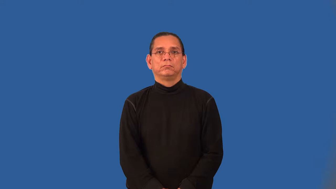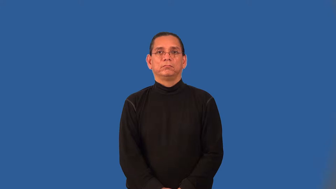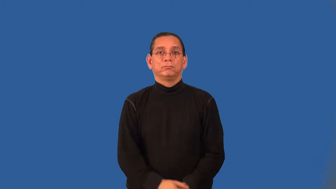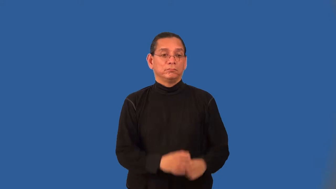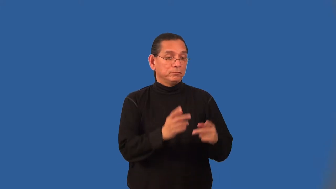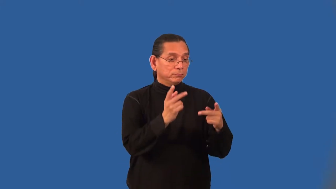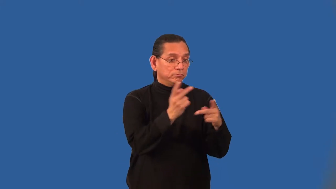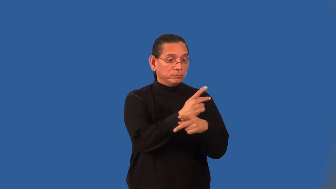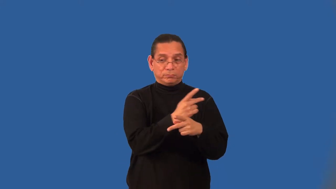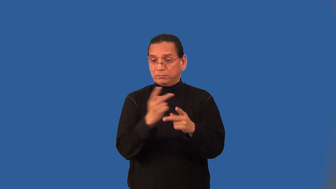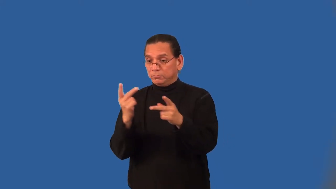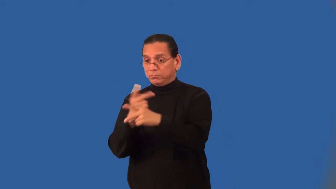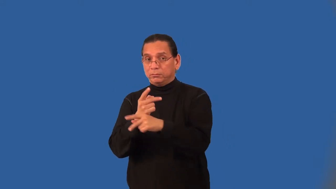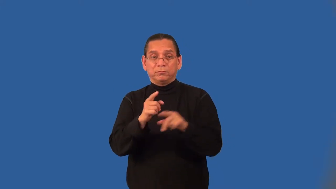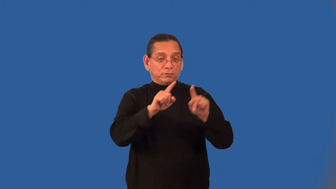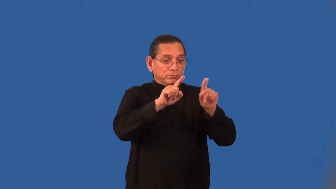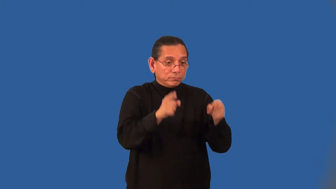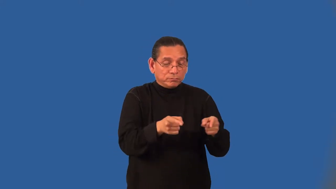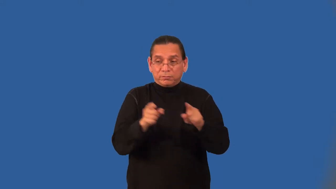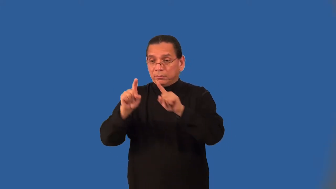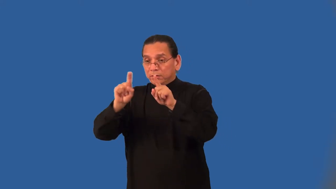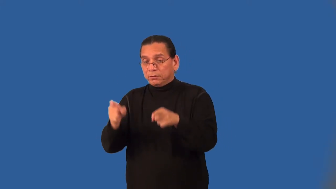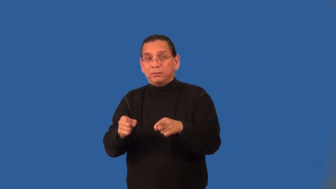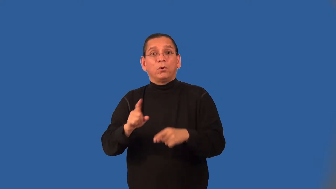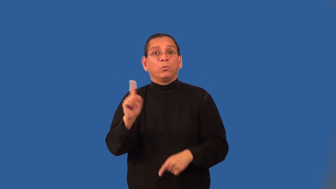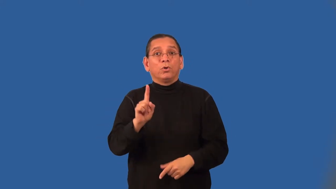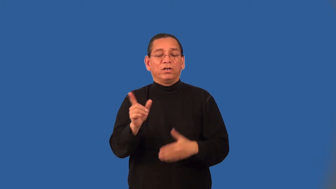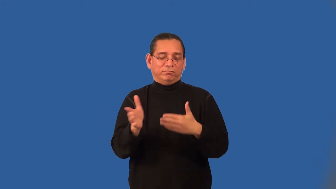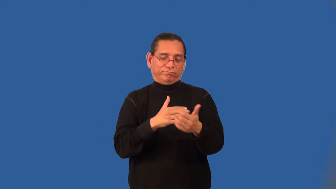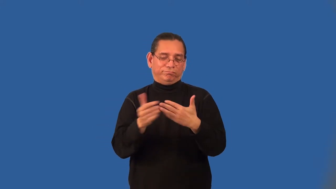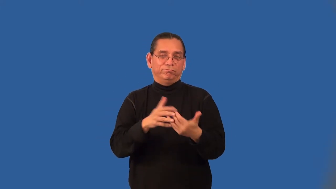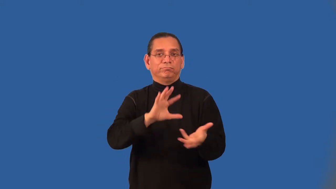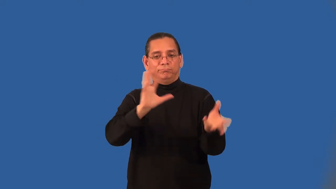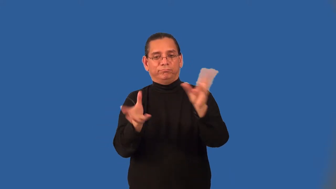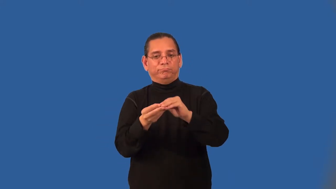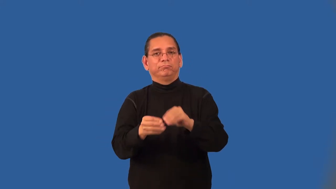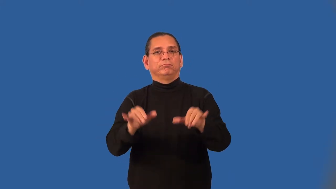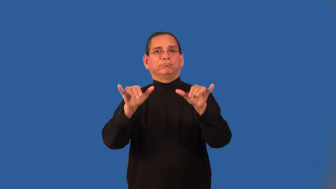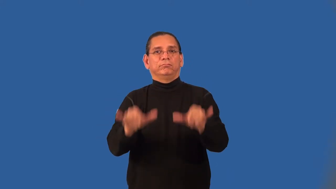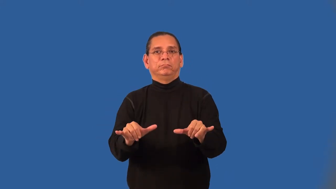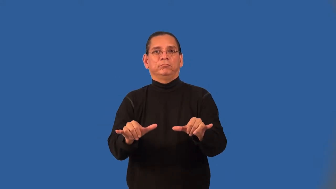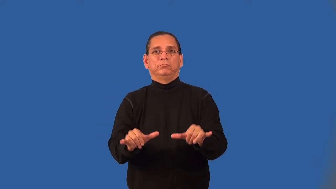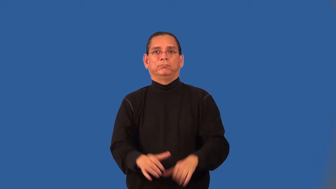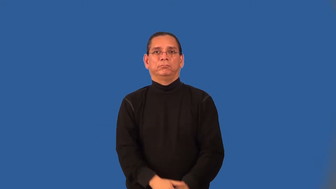associative property of multiplication